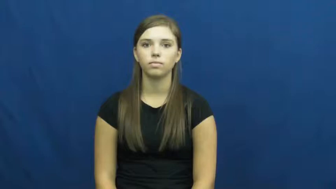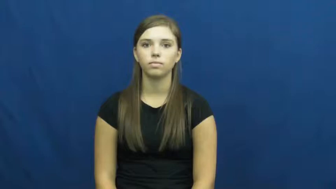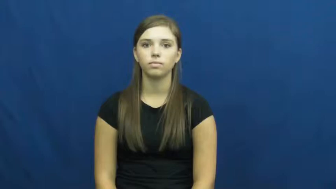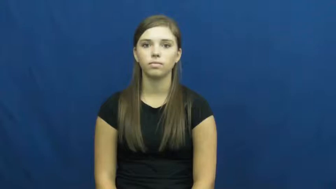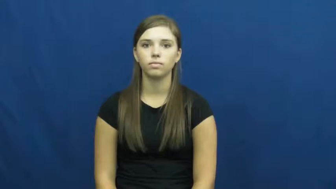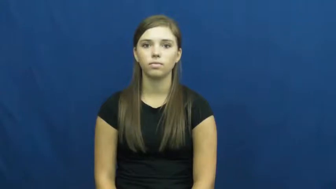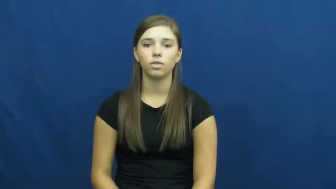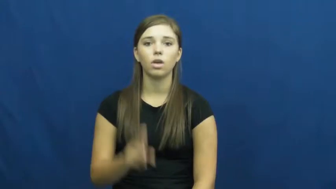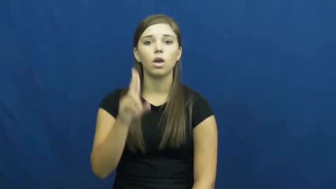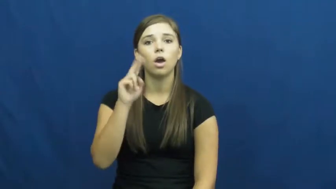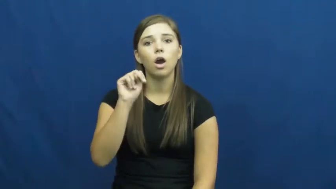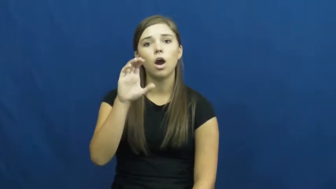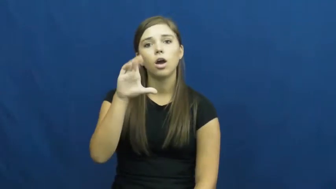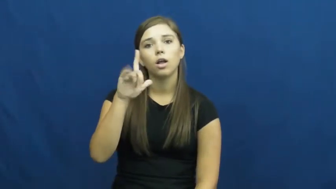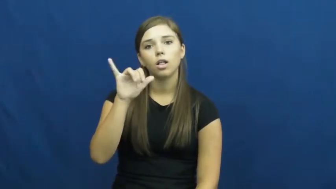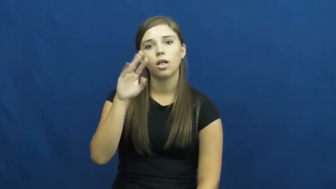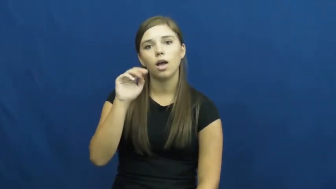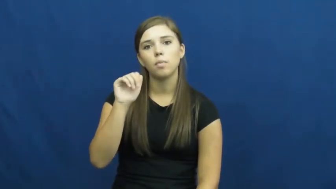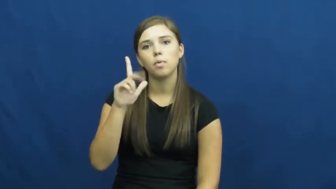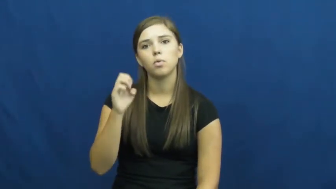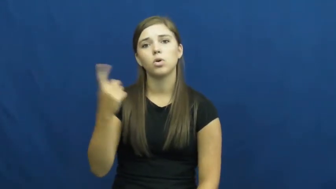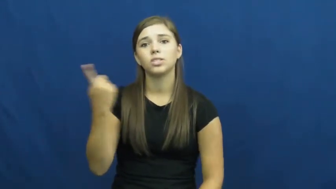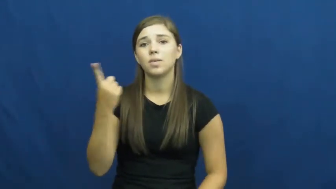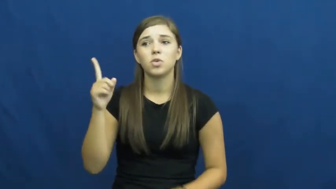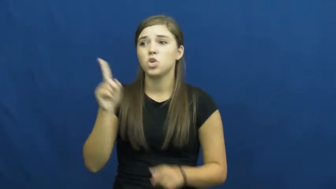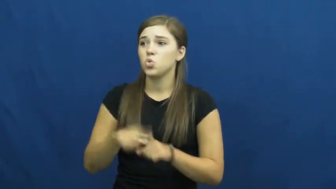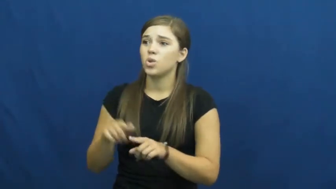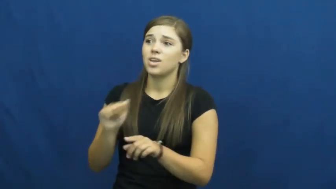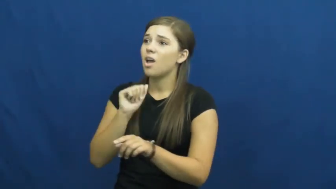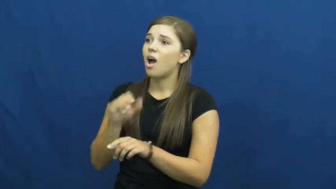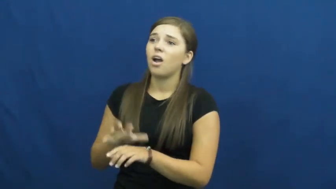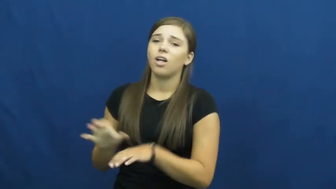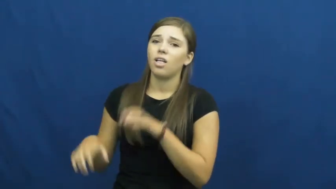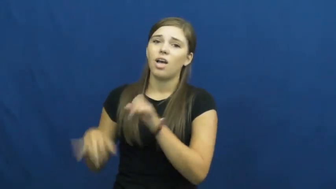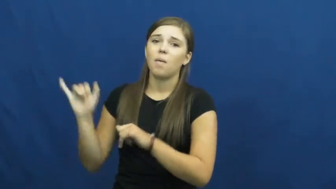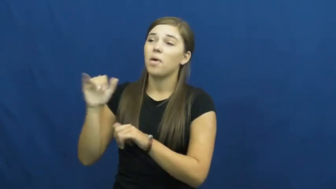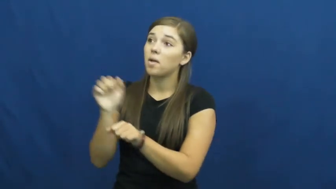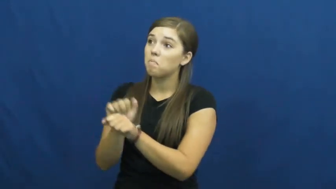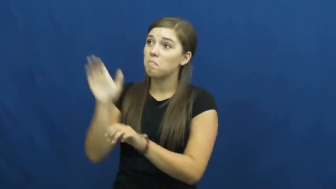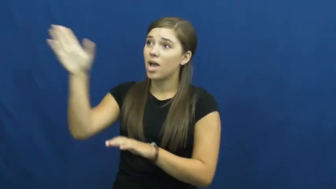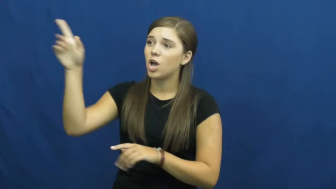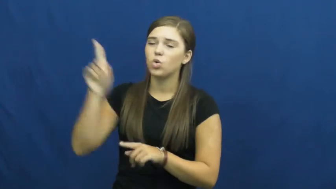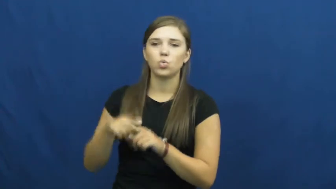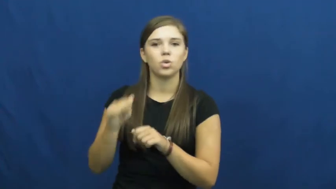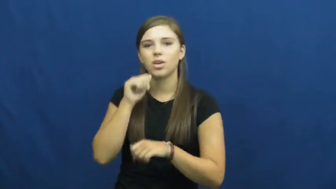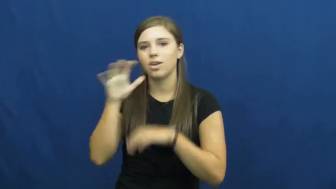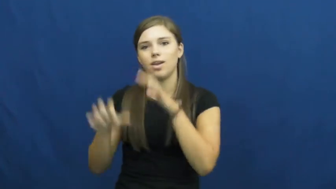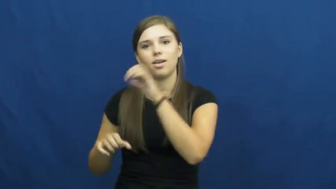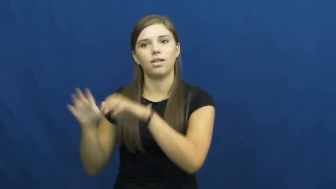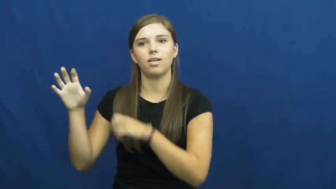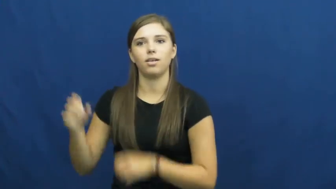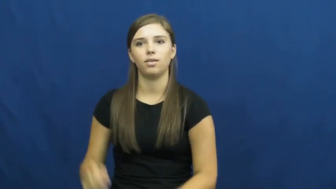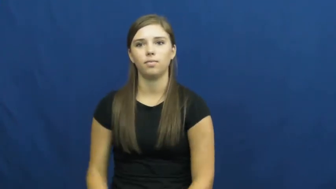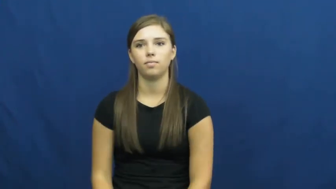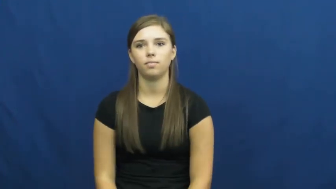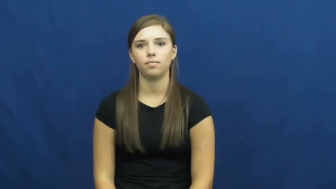unclimbable